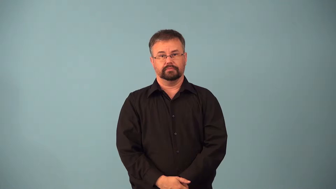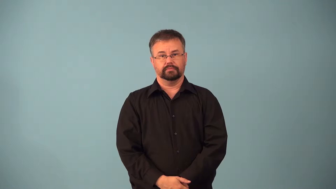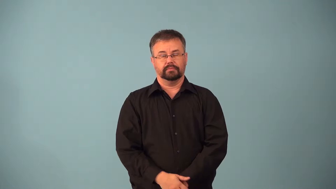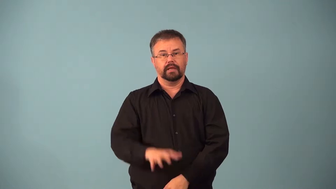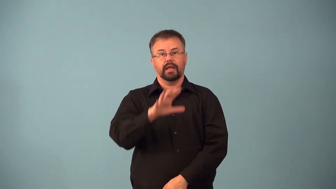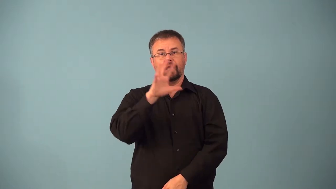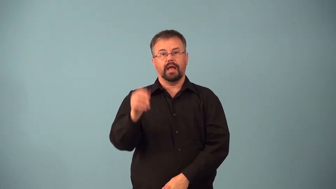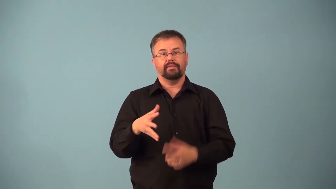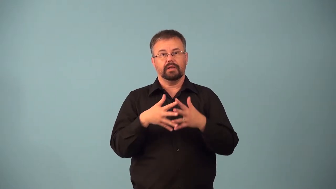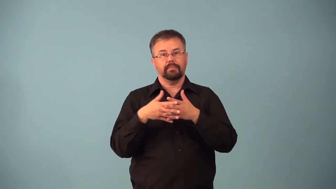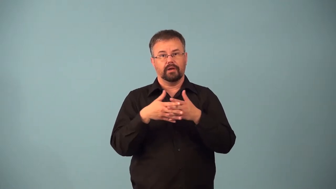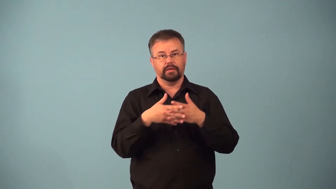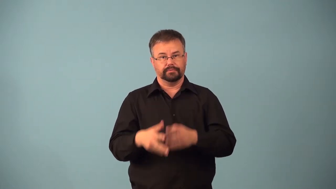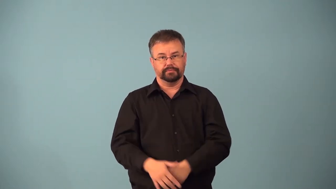african-american,afro-american